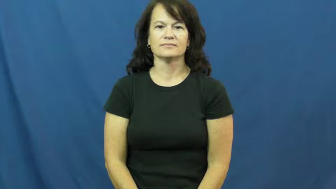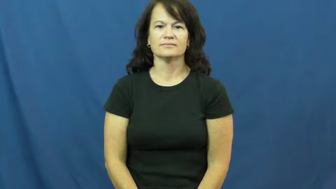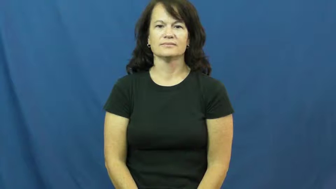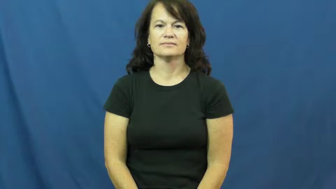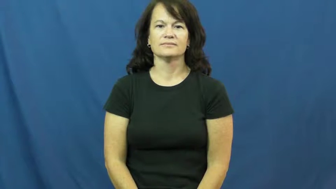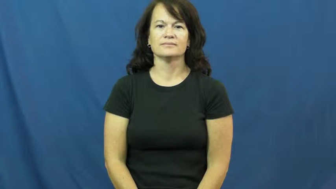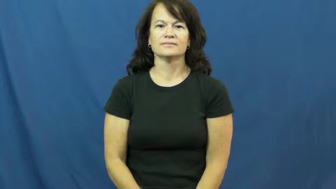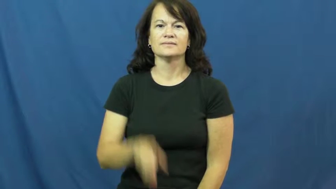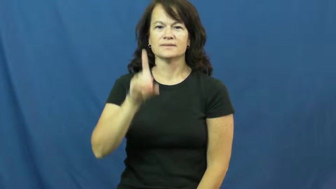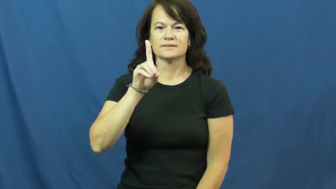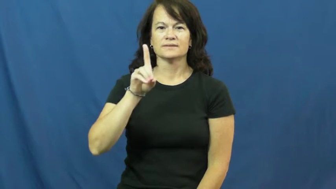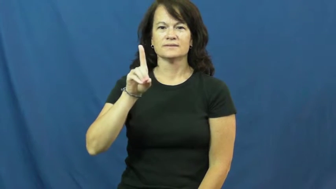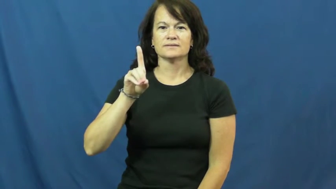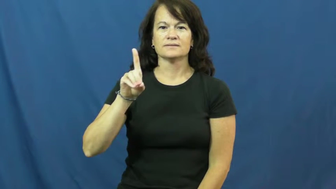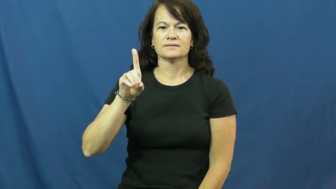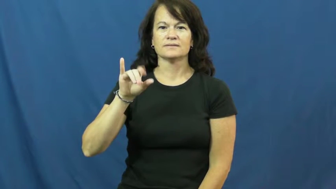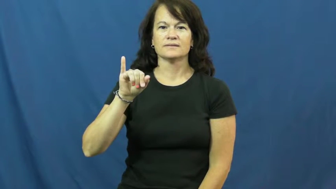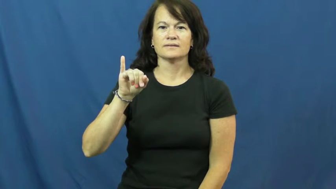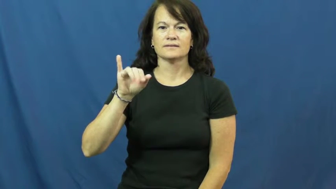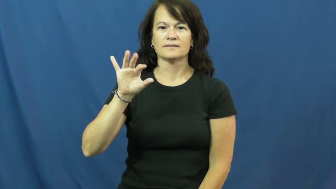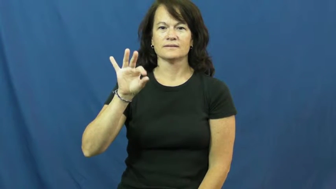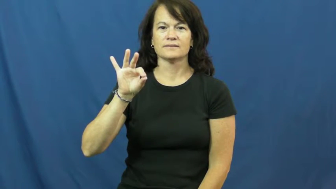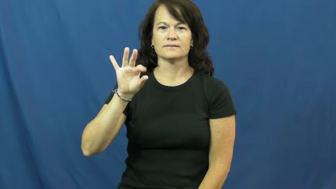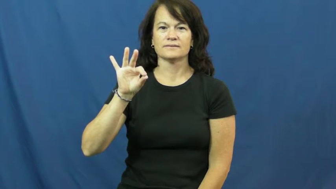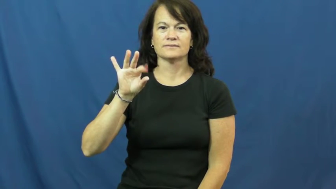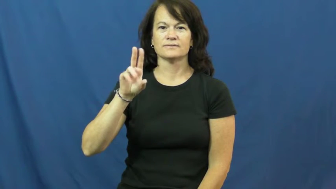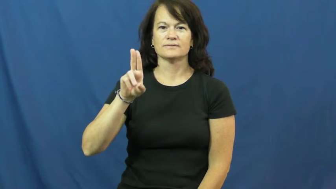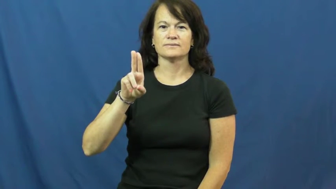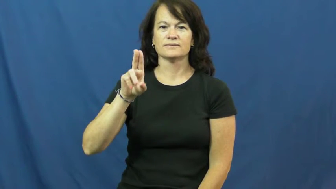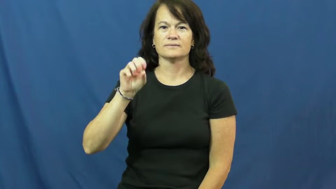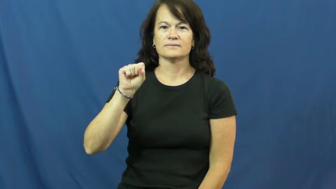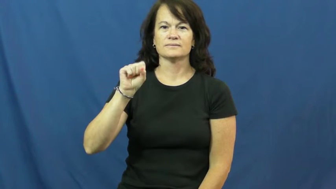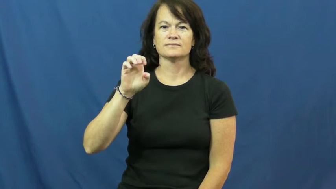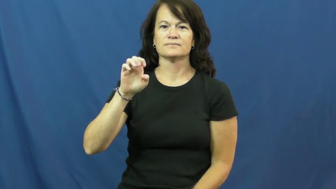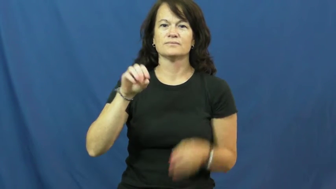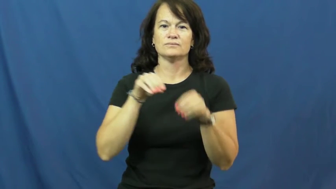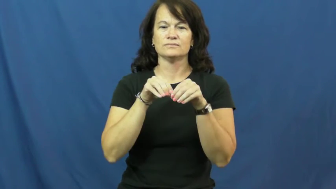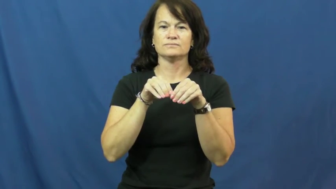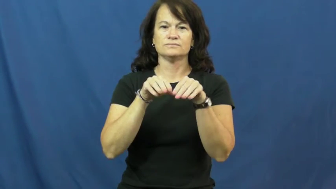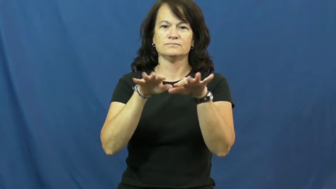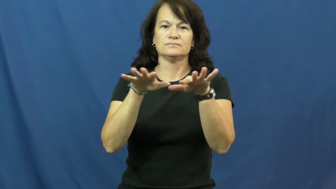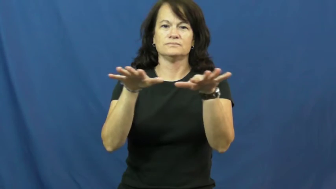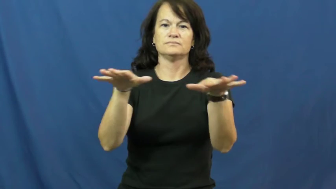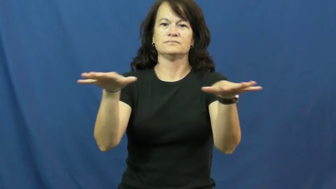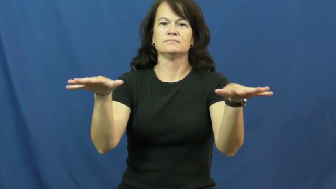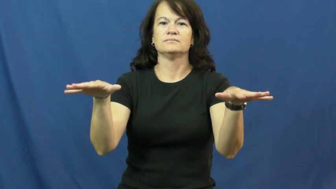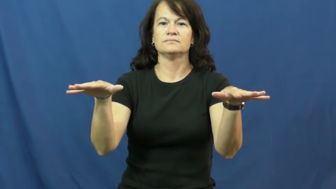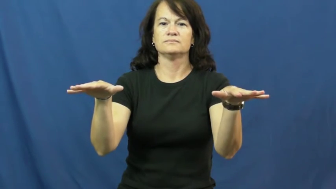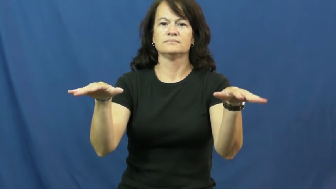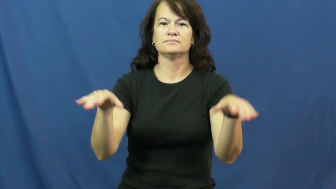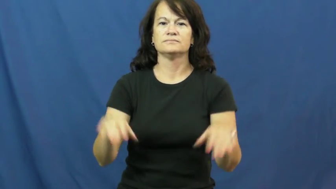diffuse